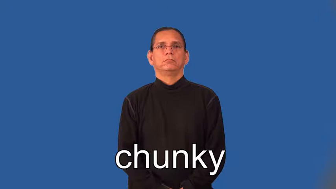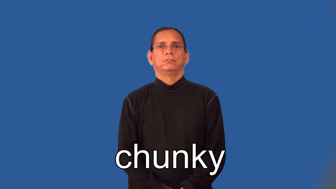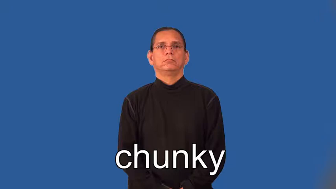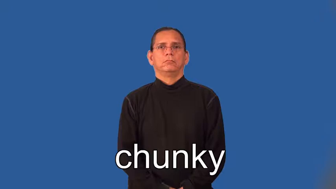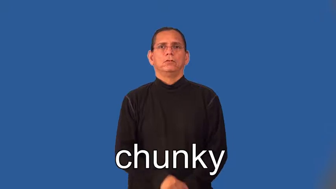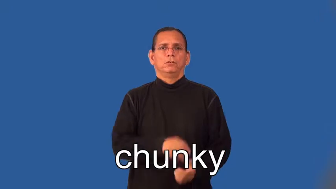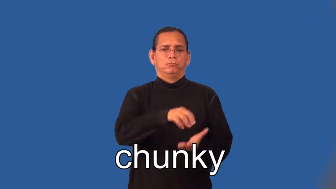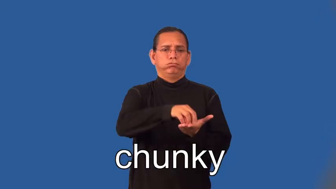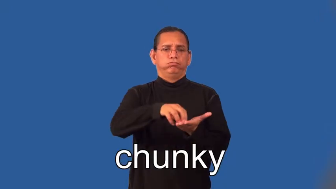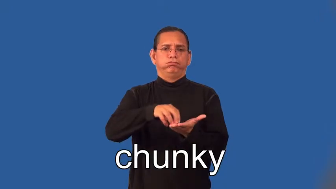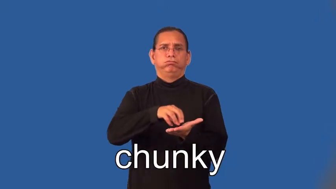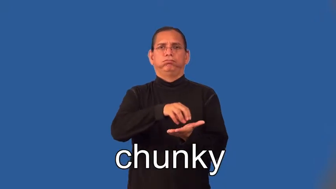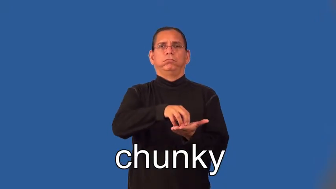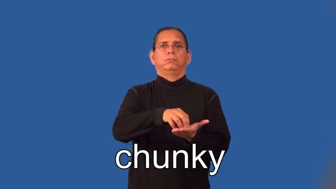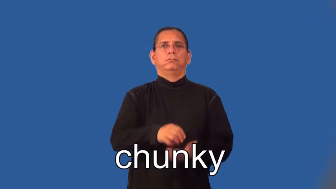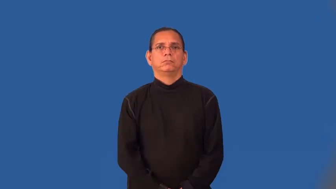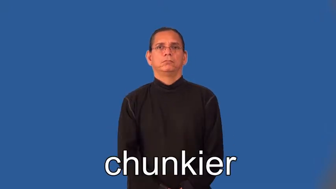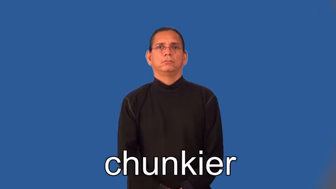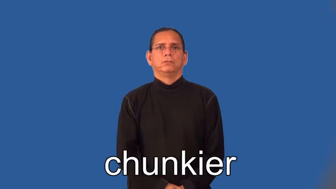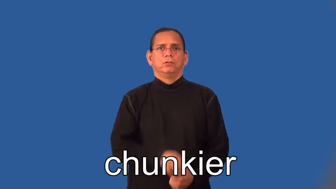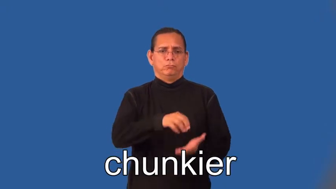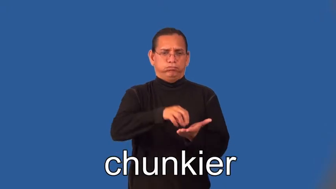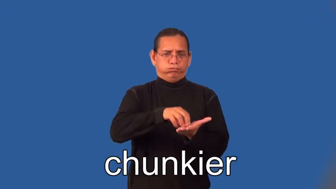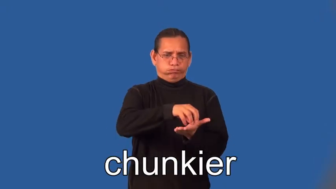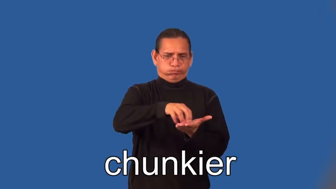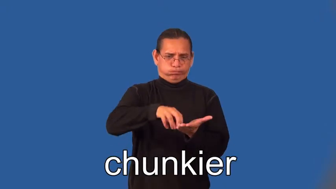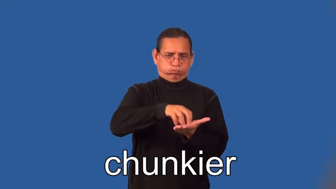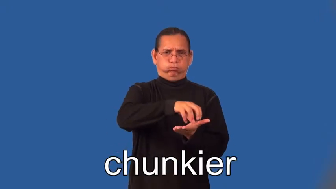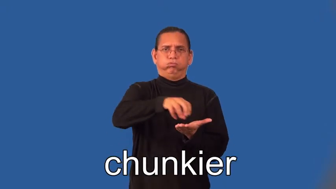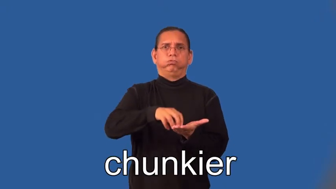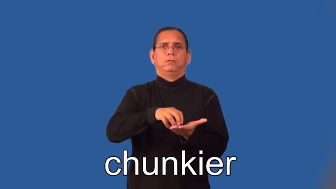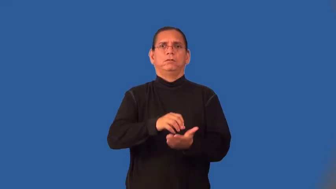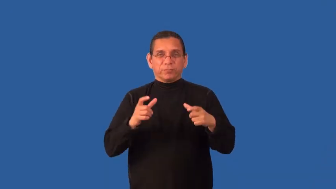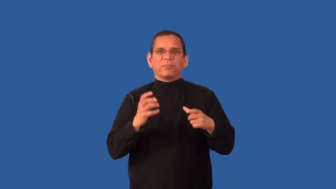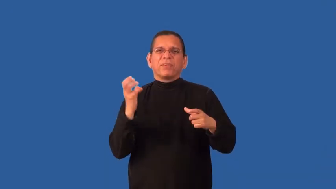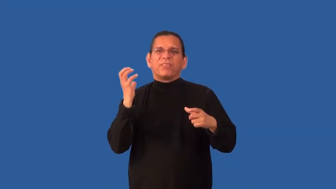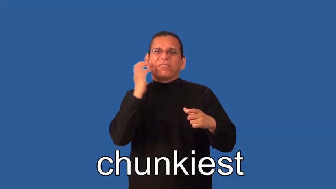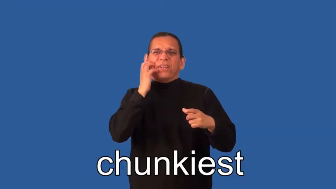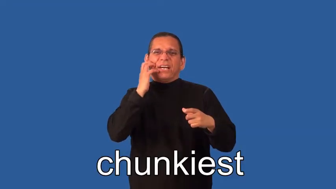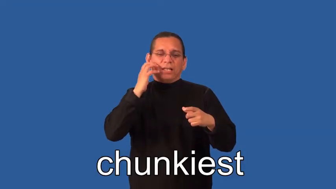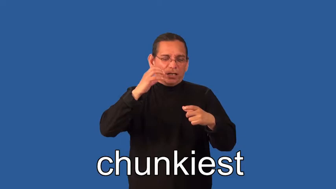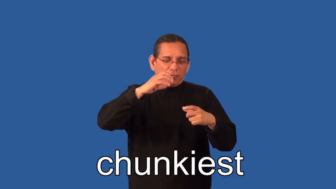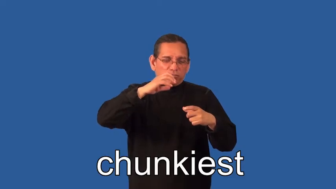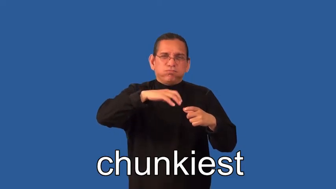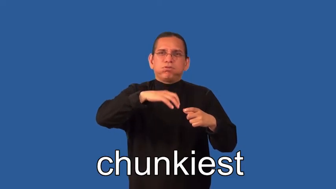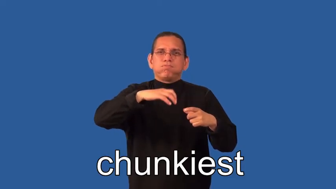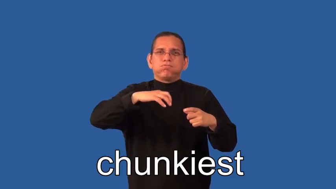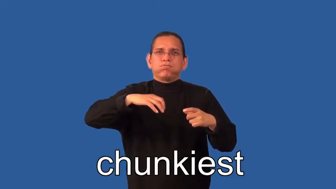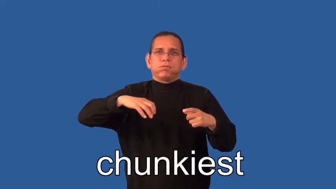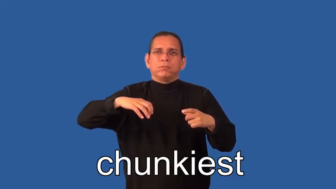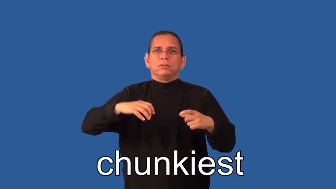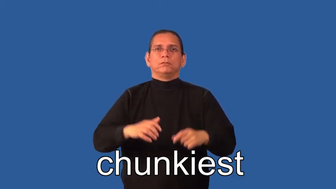chunkier,chunkiest